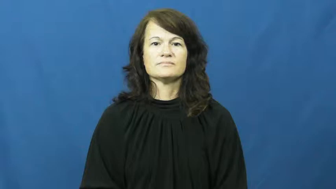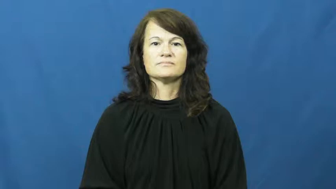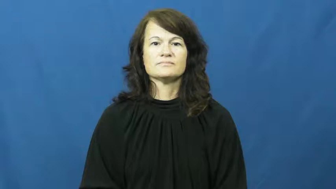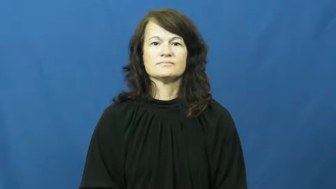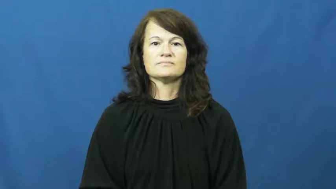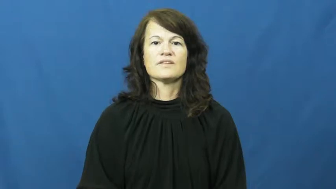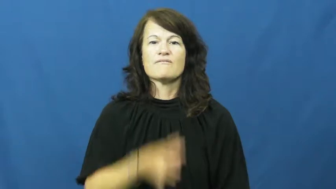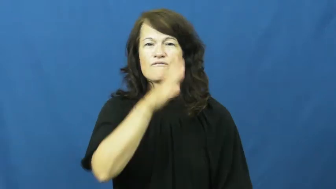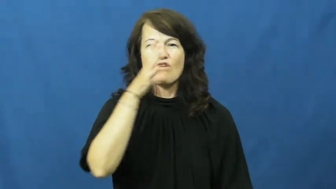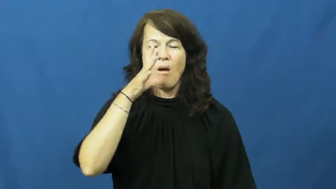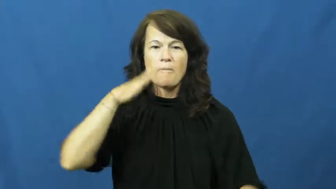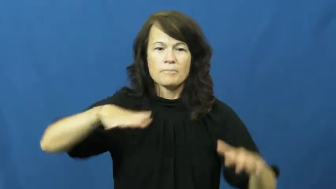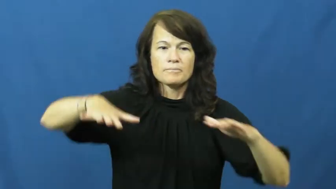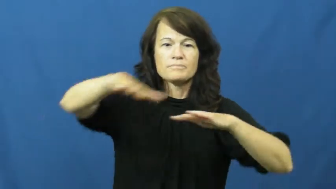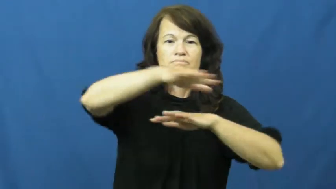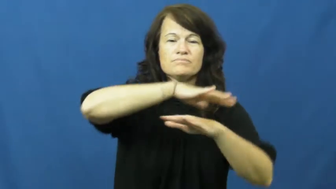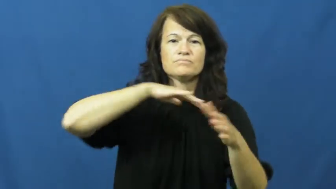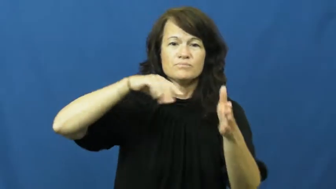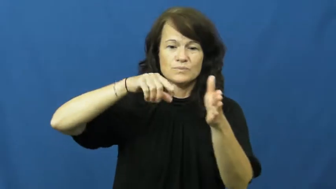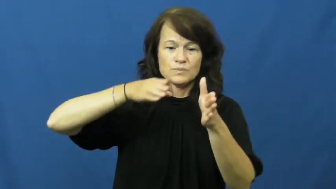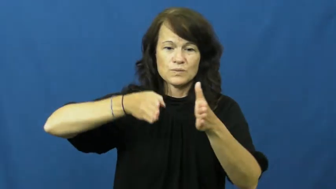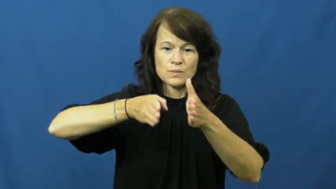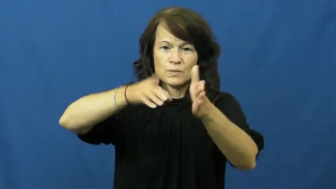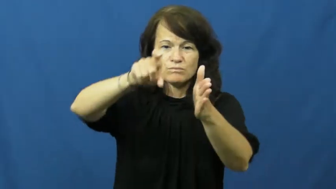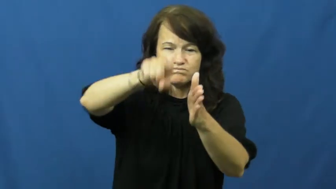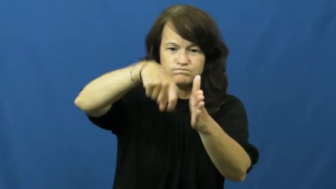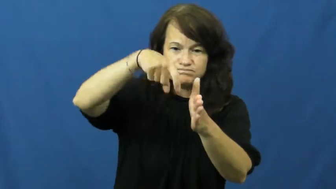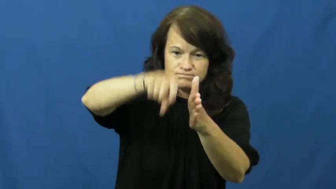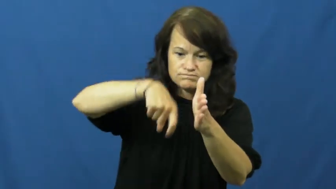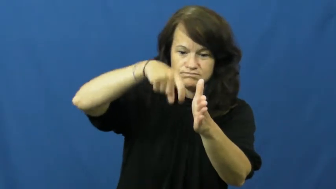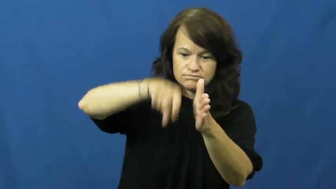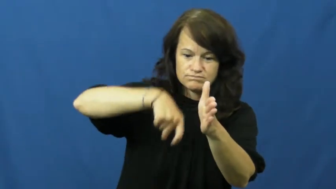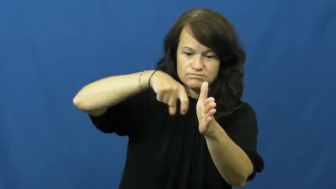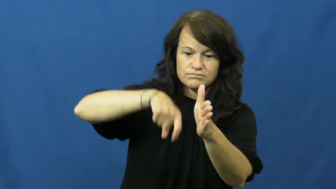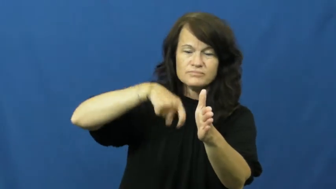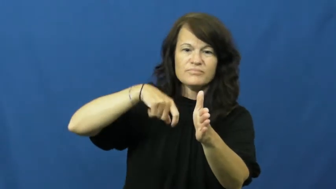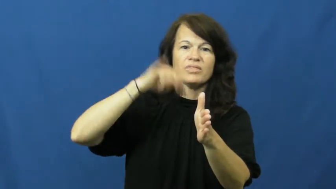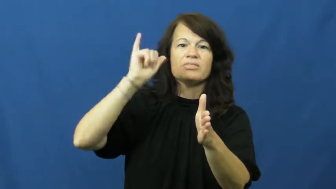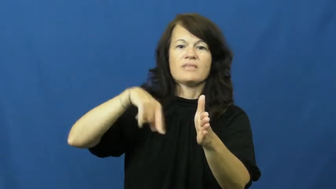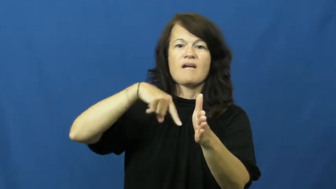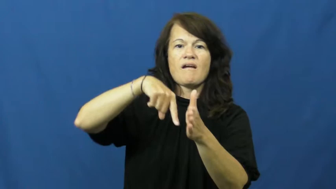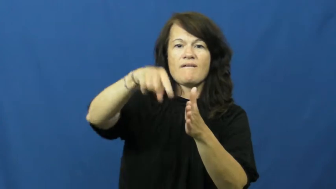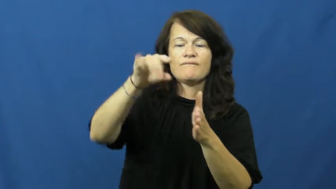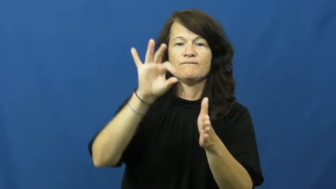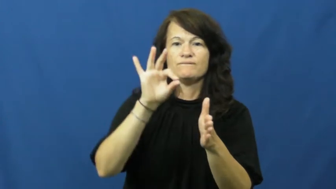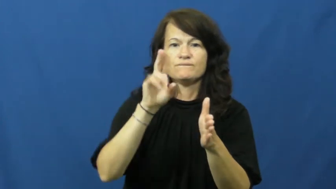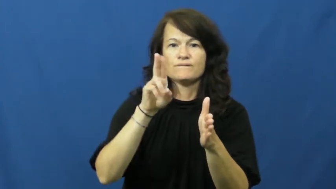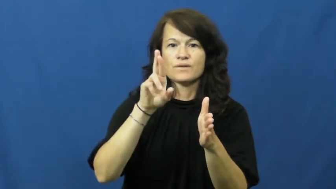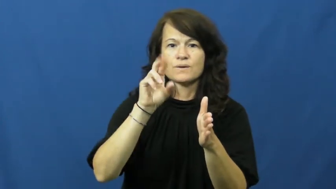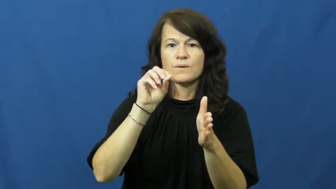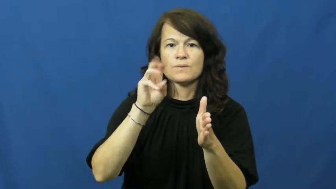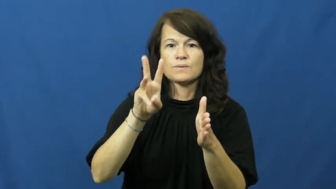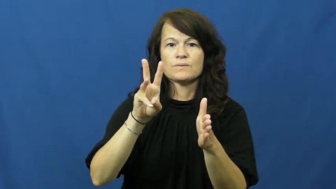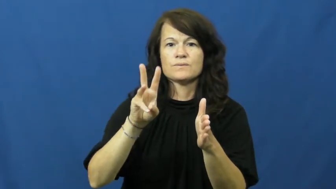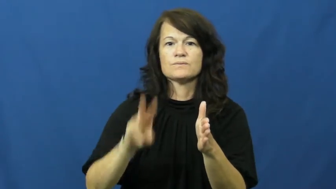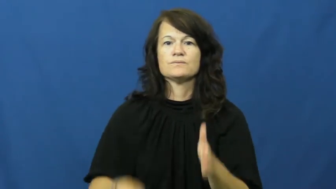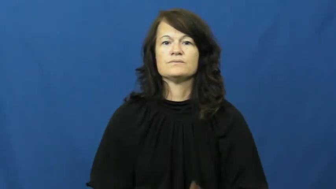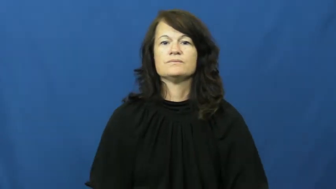furrow-land